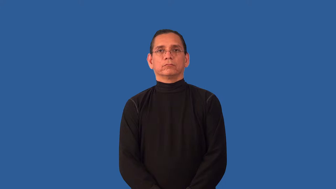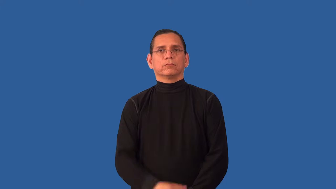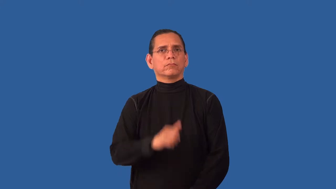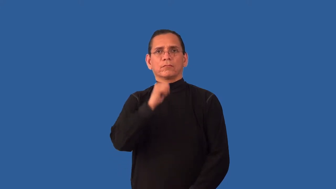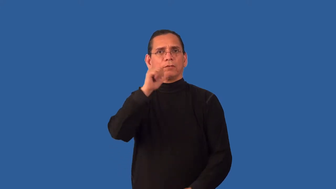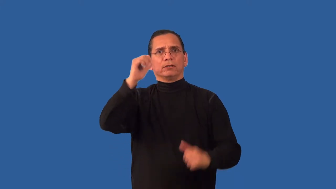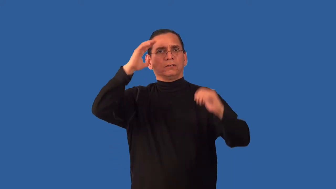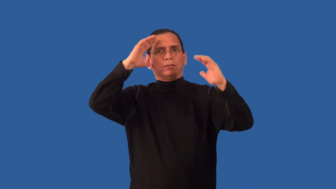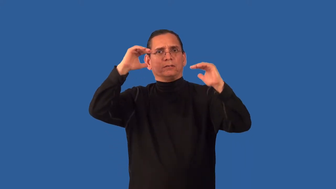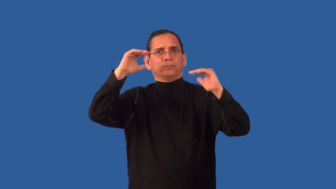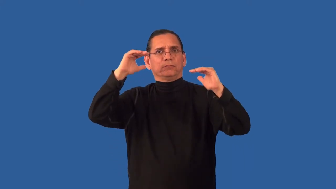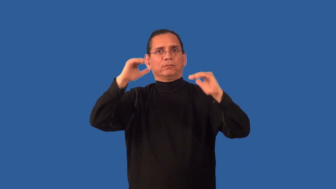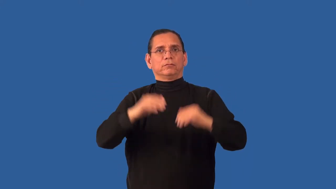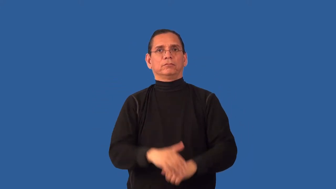unhoped for